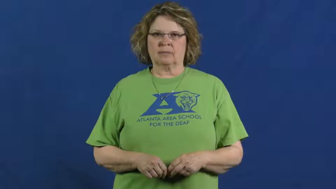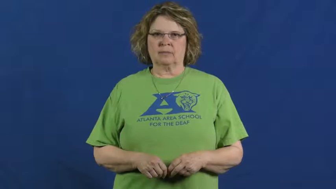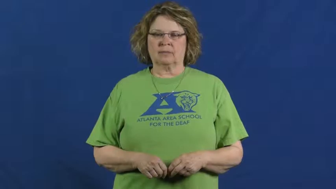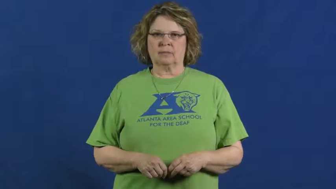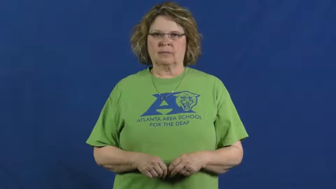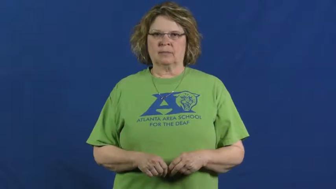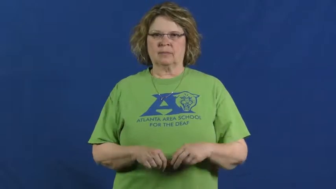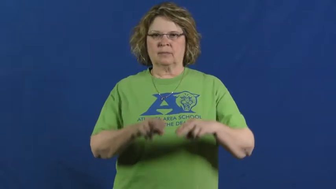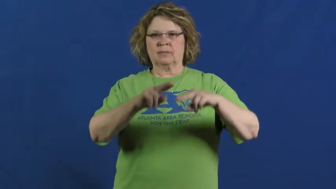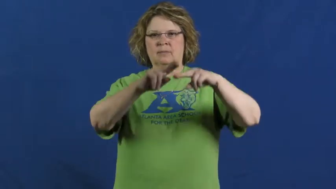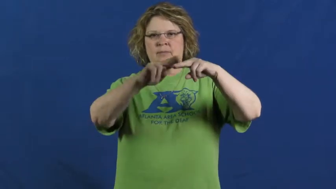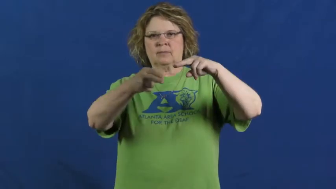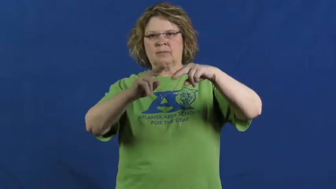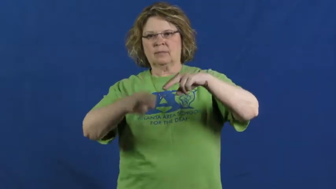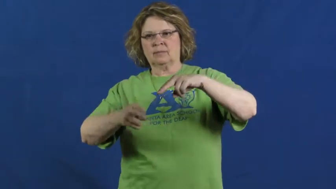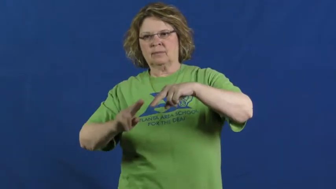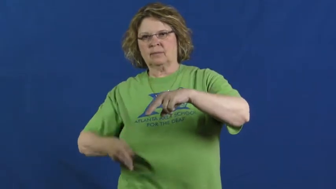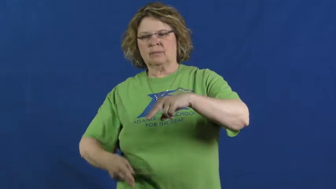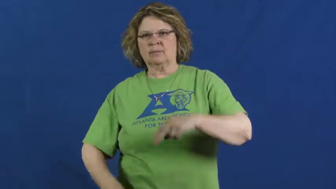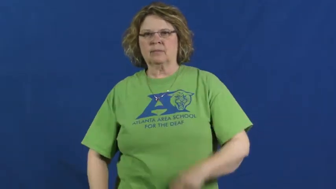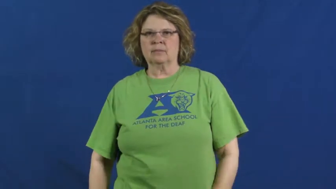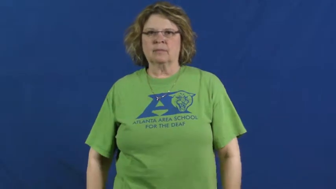ratchet down